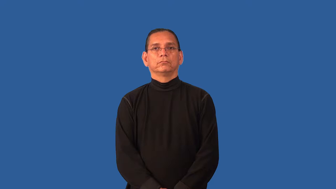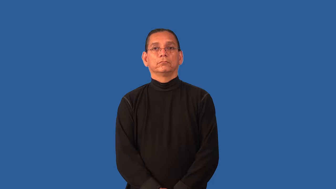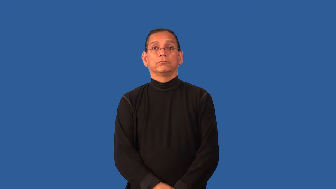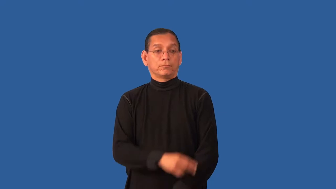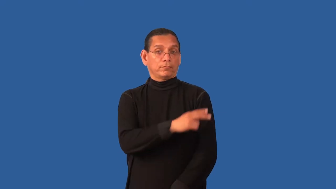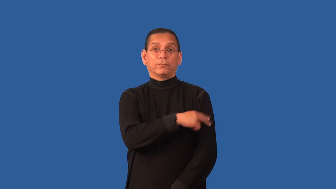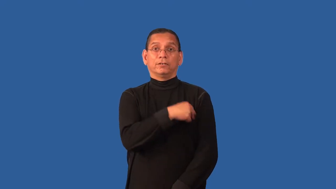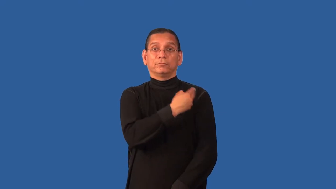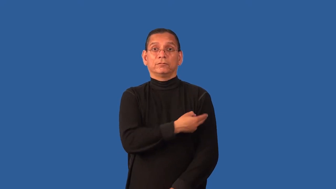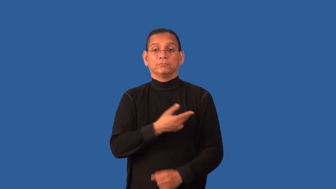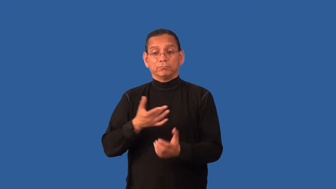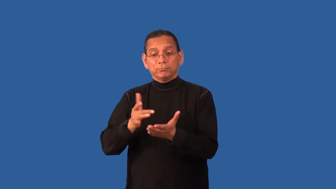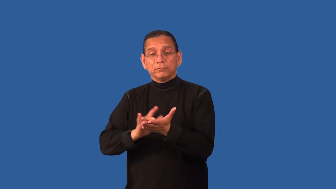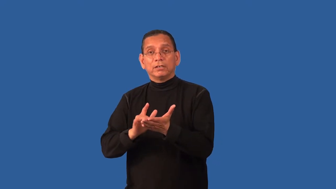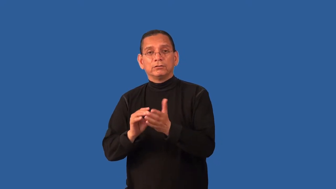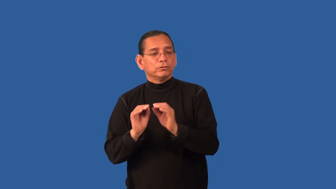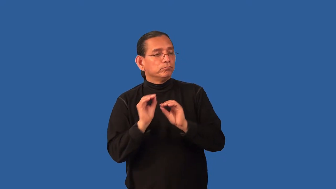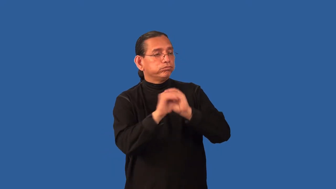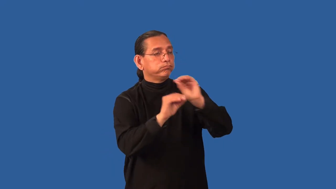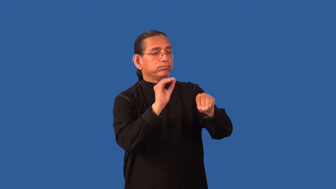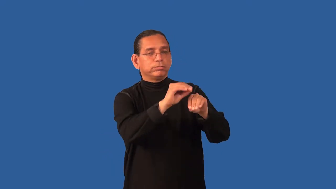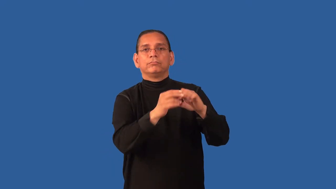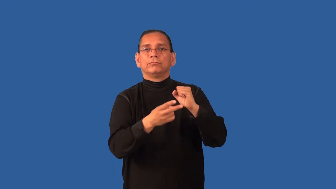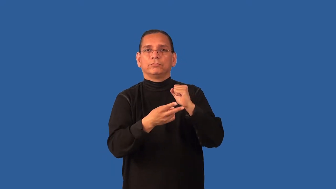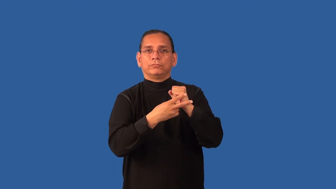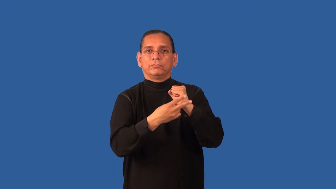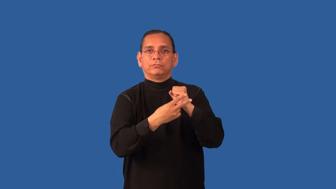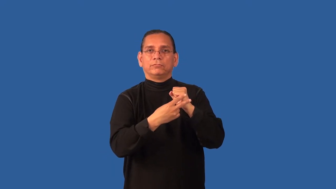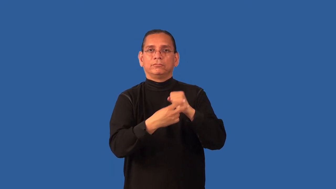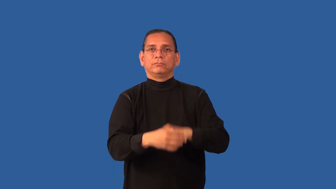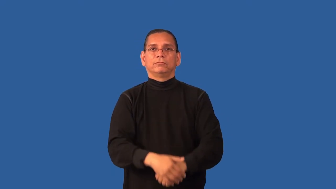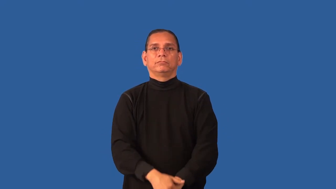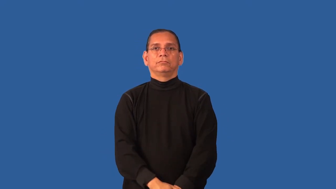dispensary